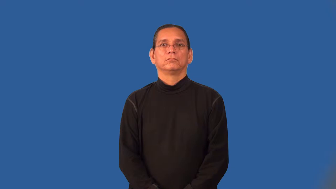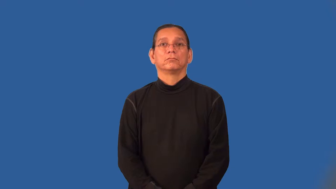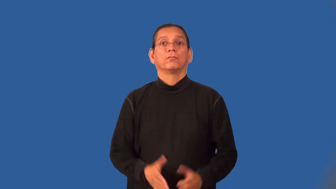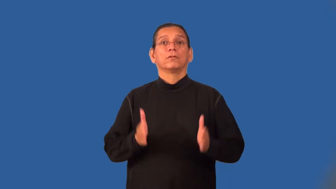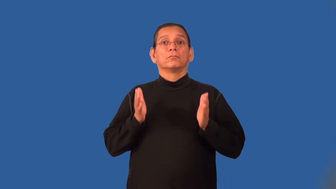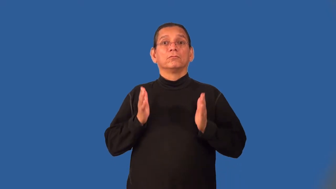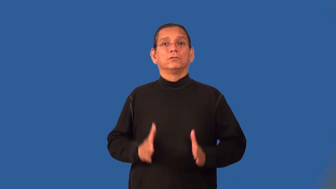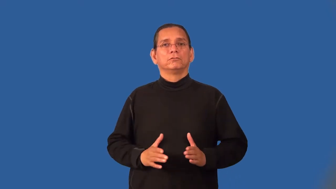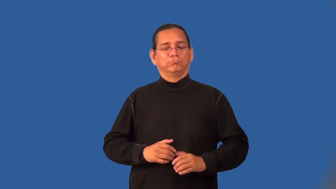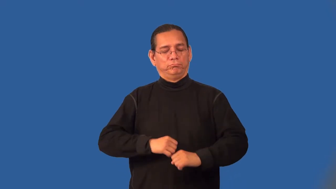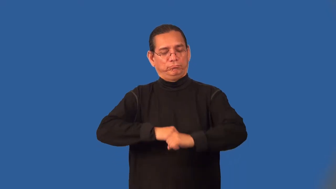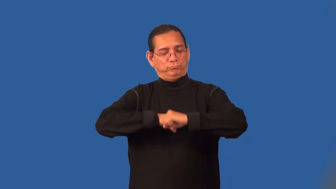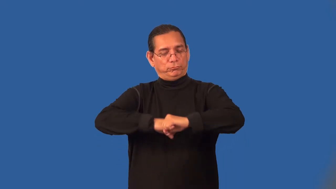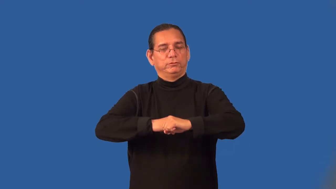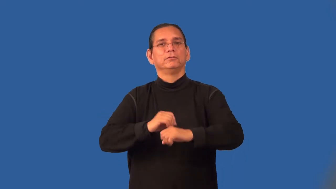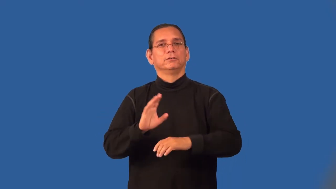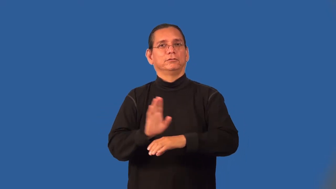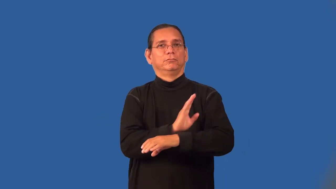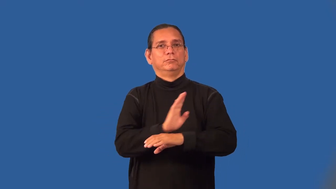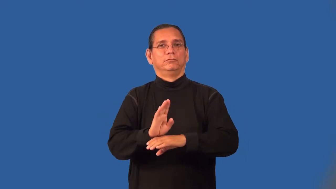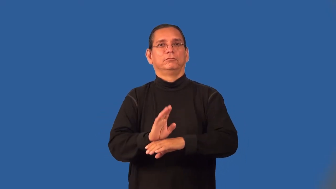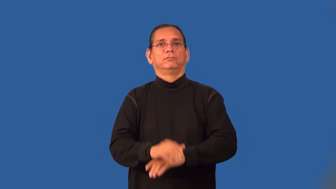protectionist